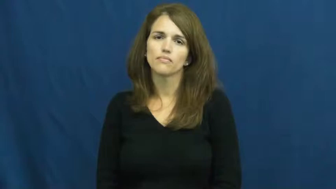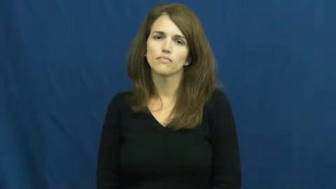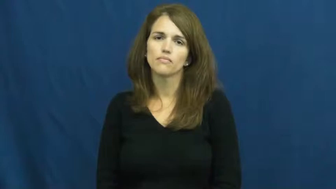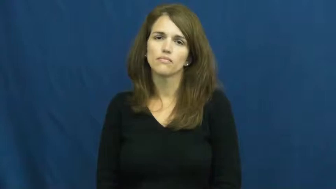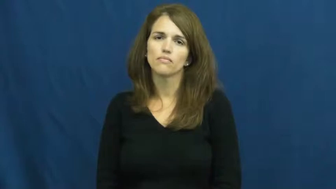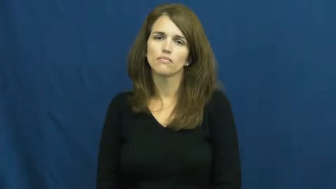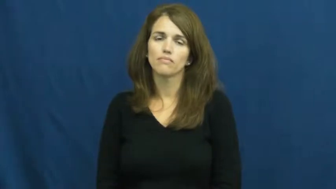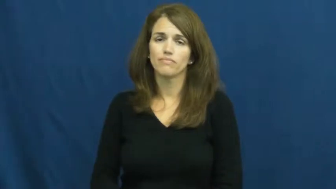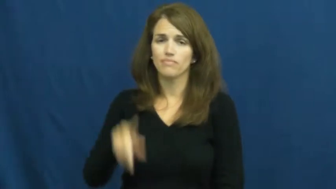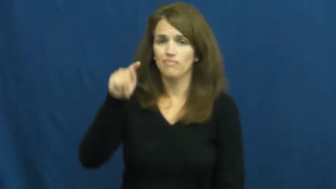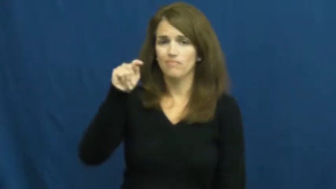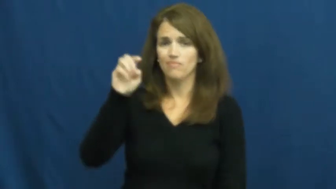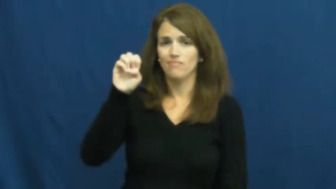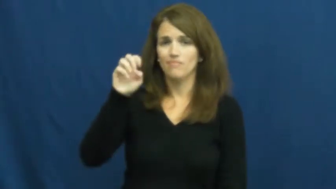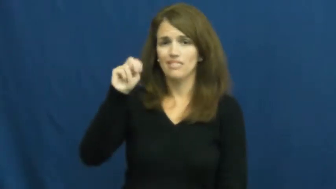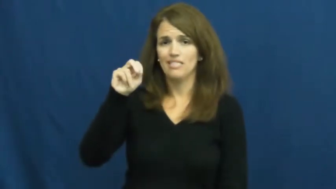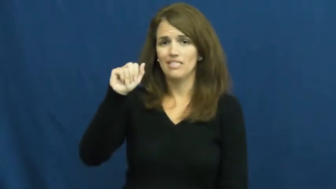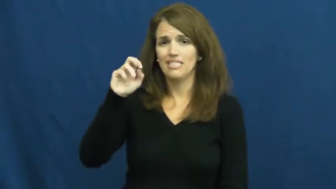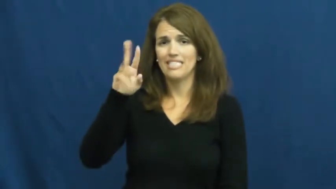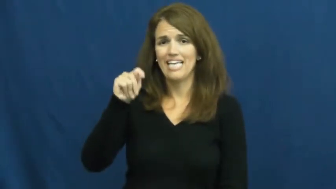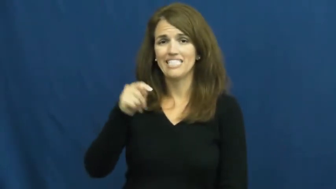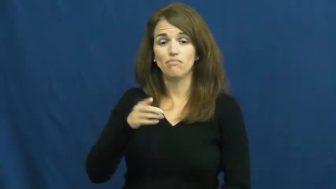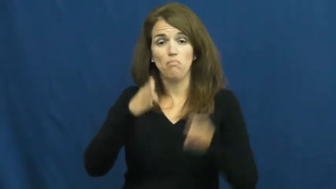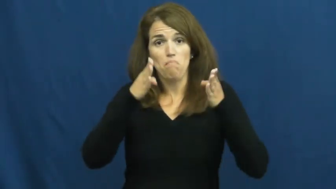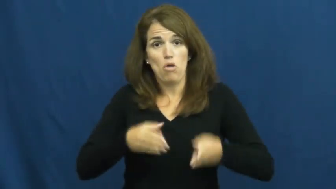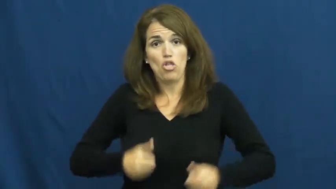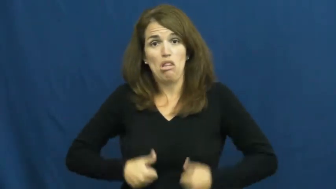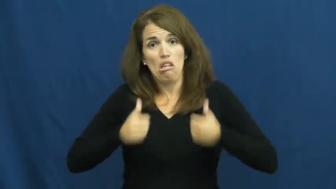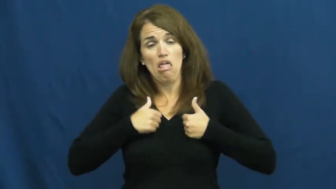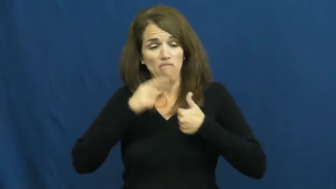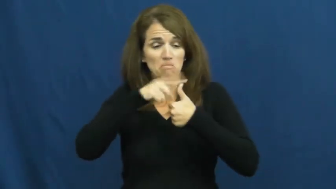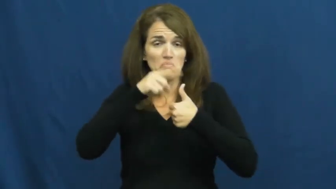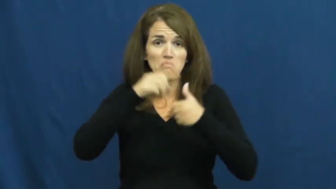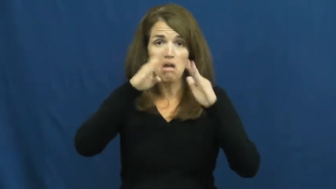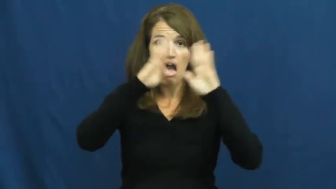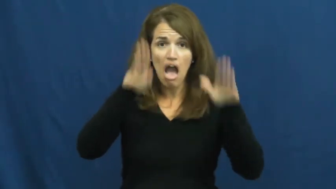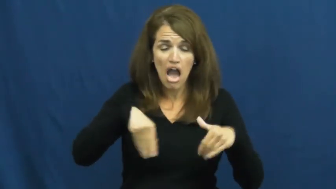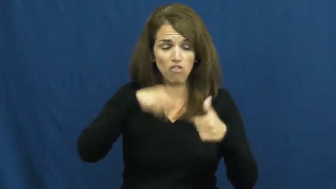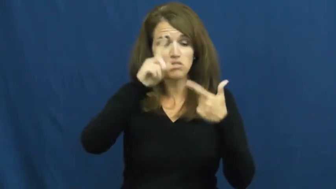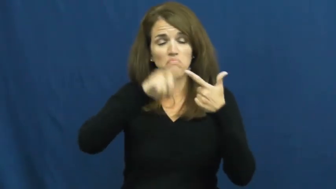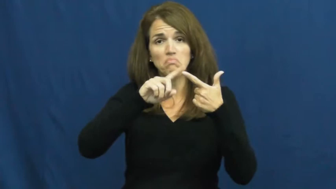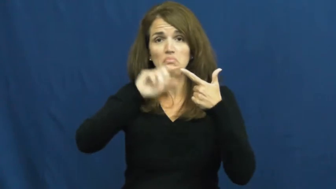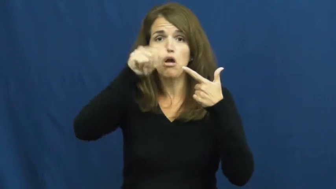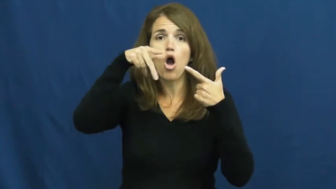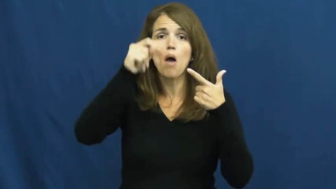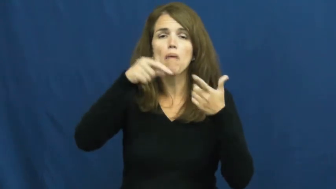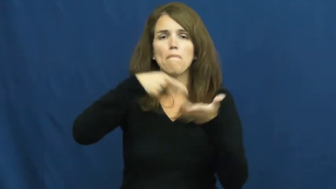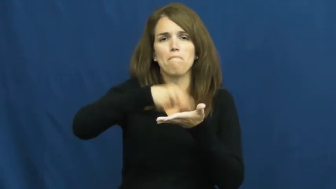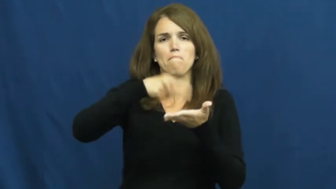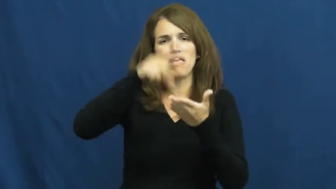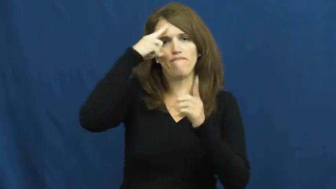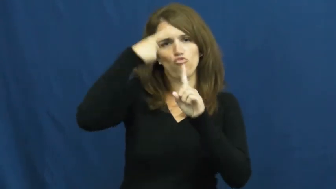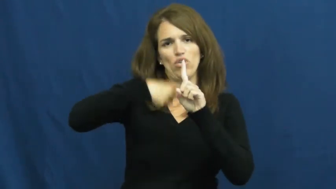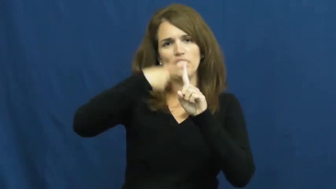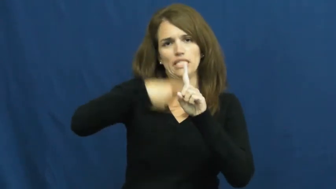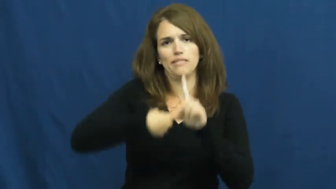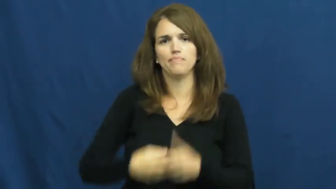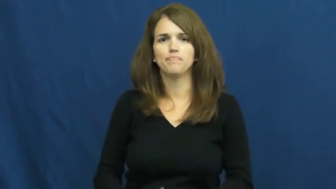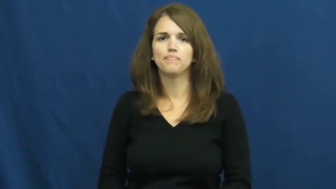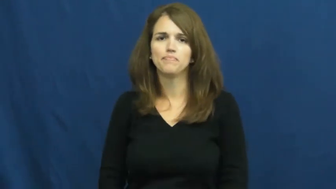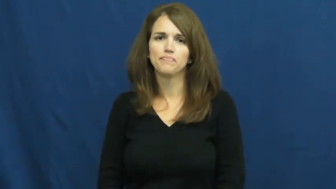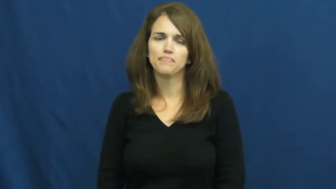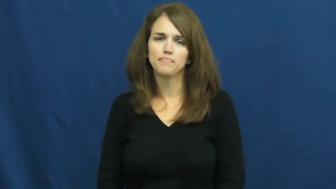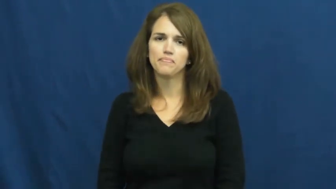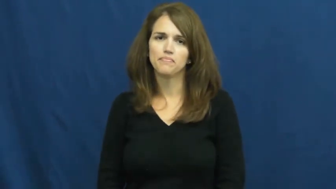tenant